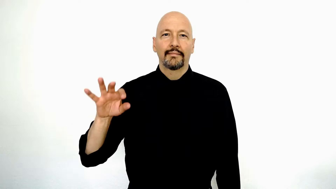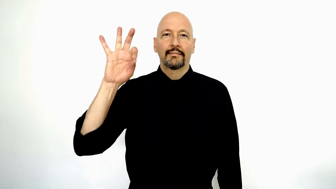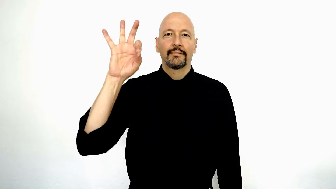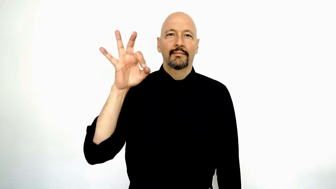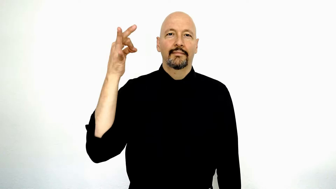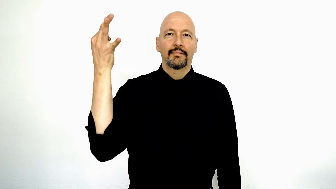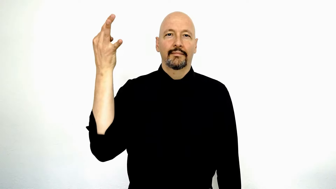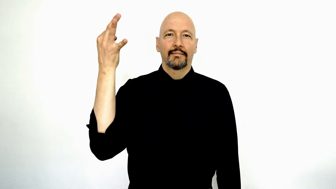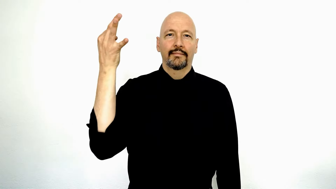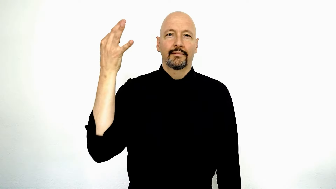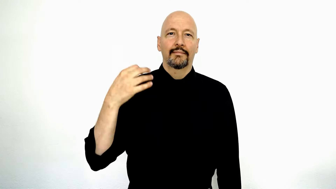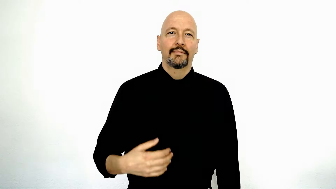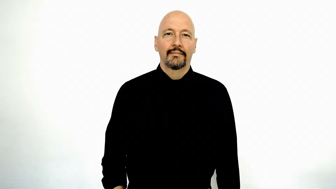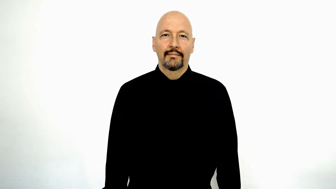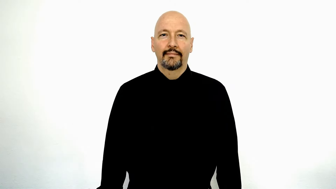FRENCH (version)